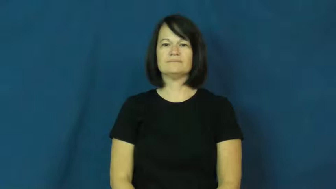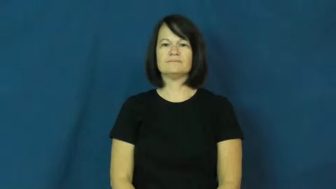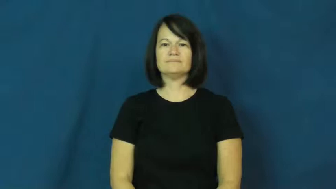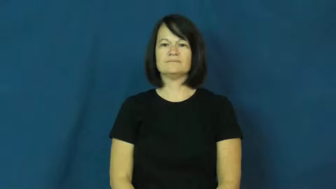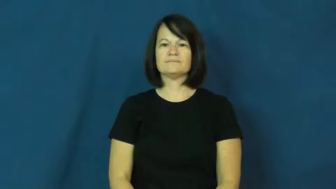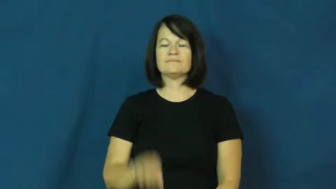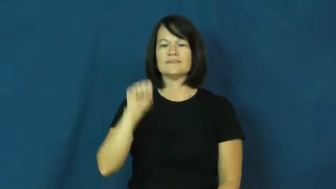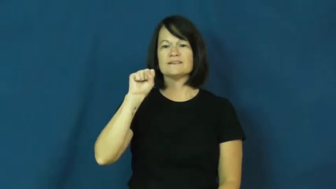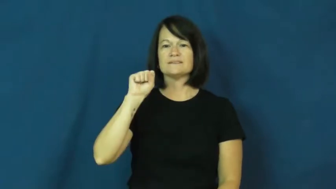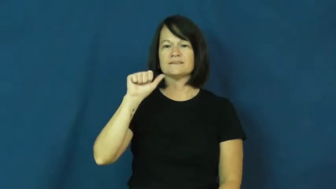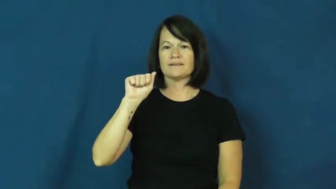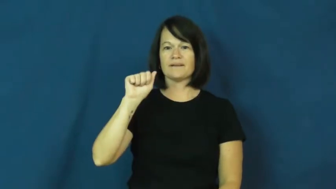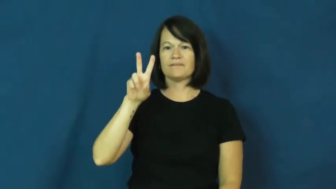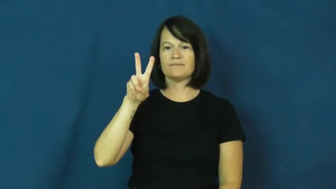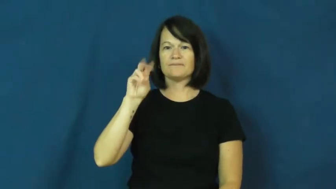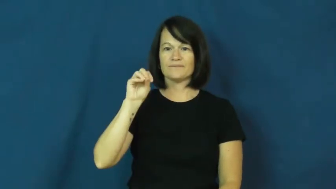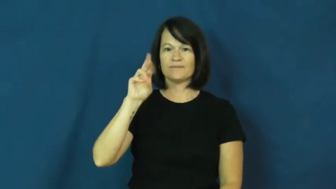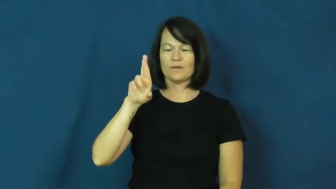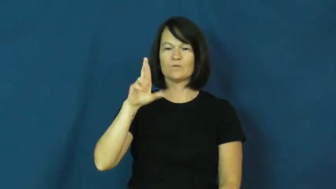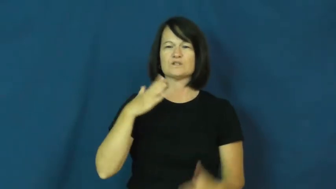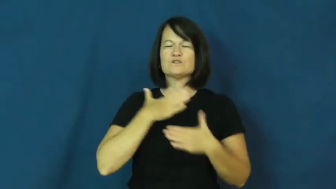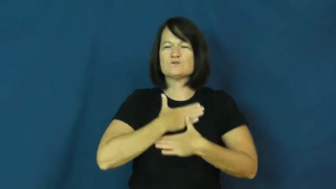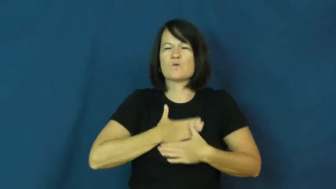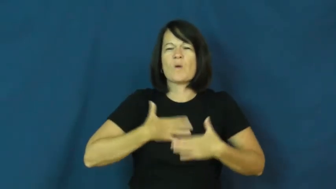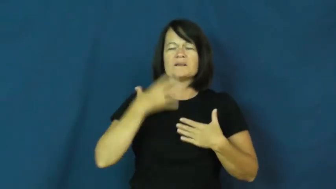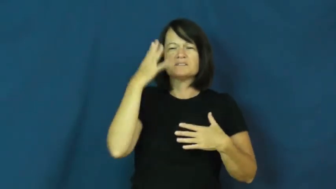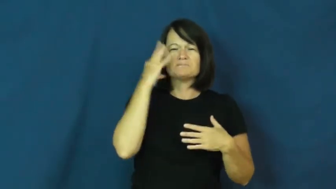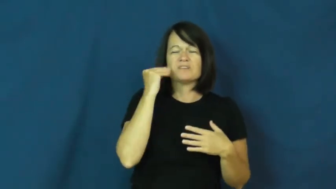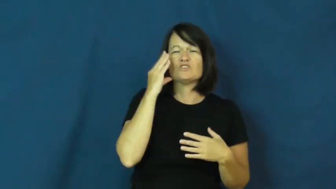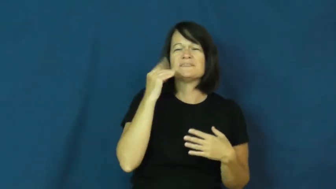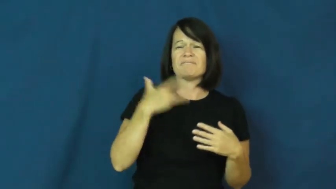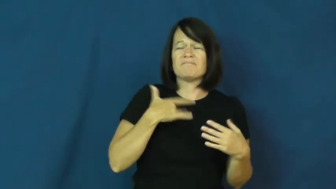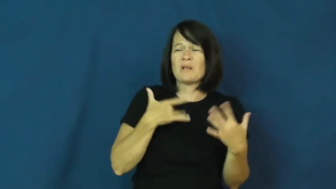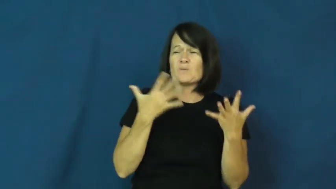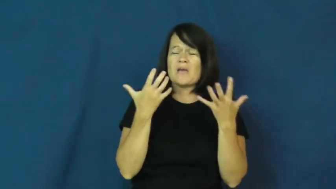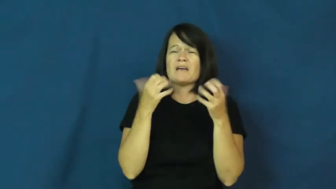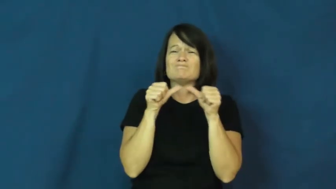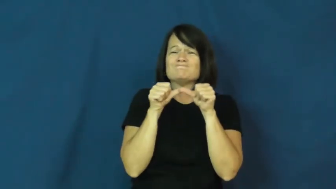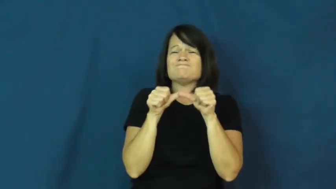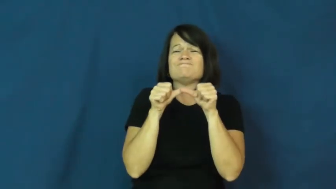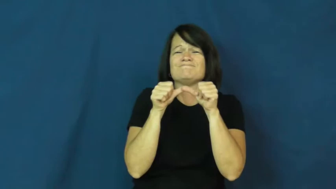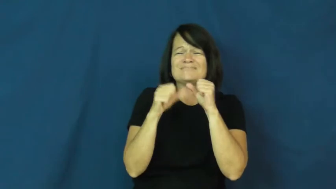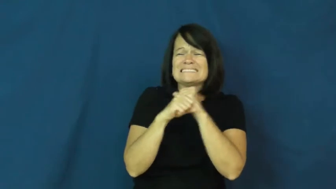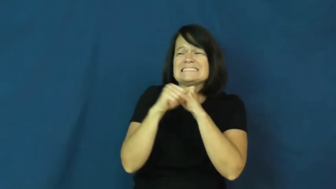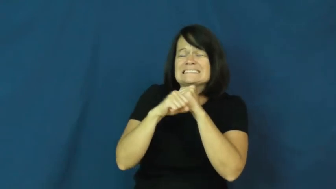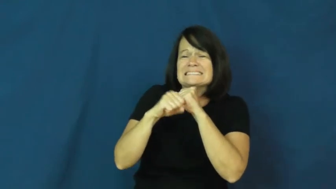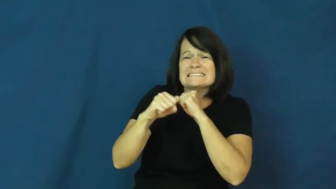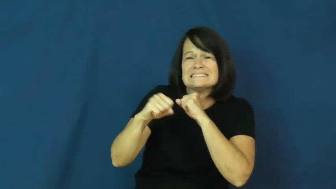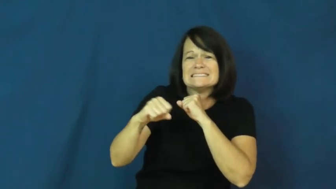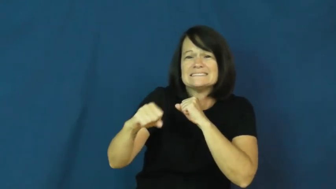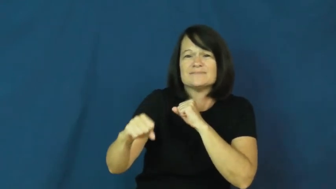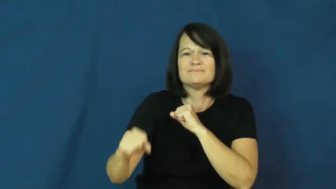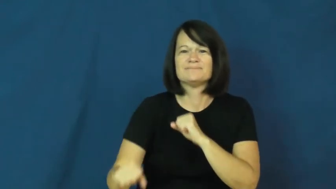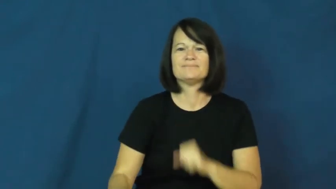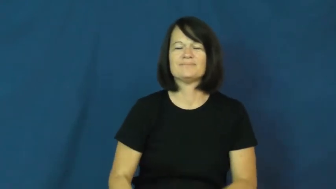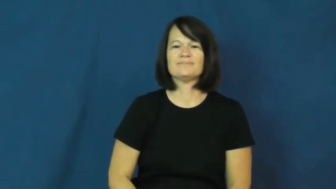savor